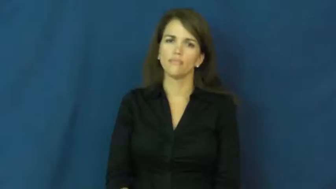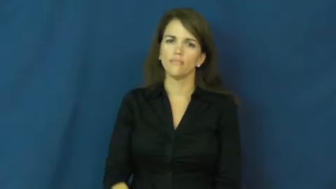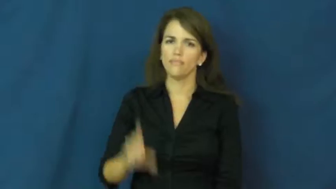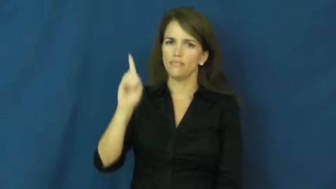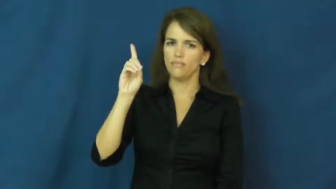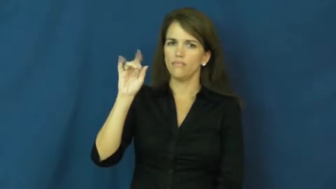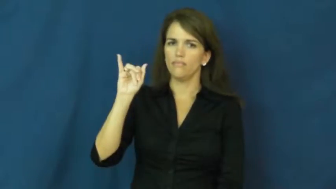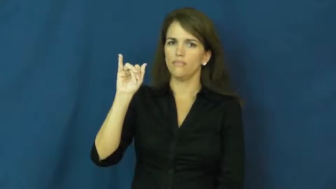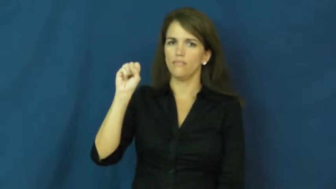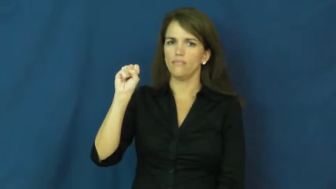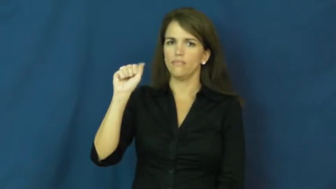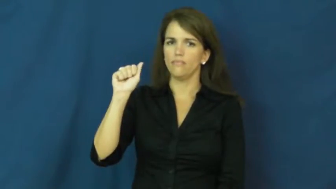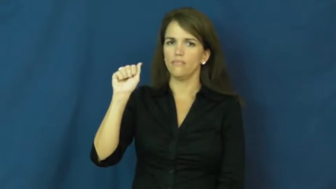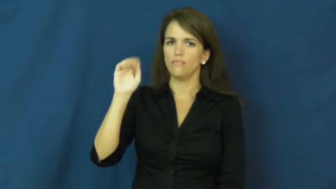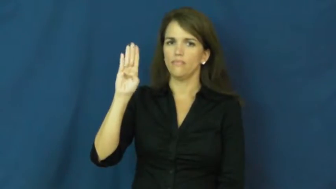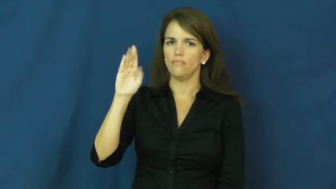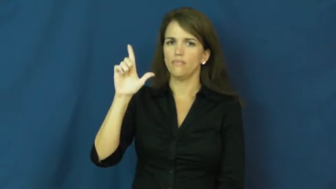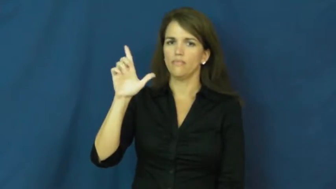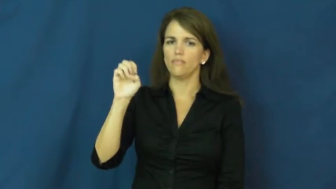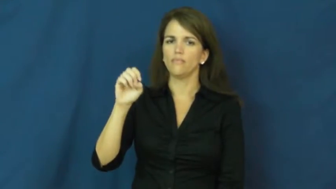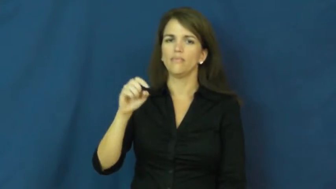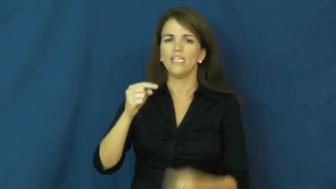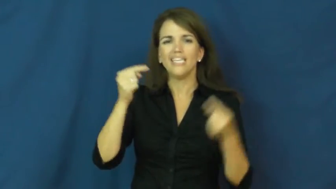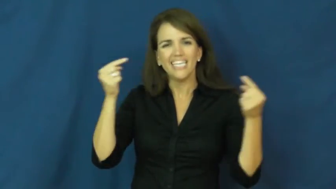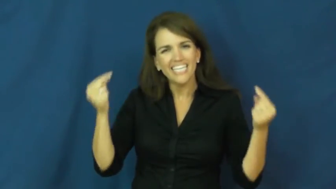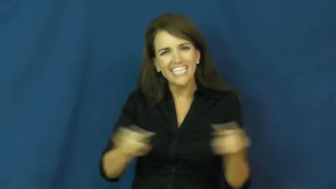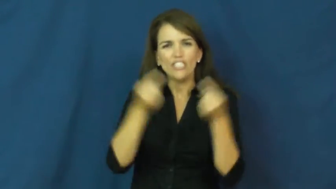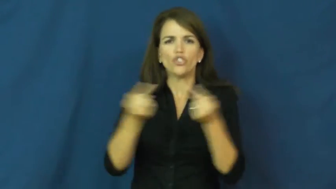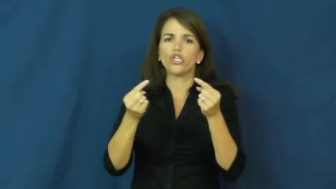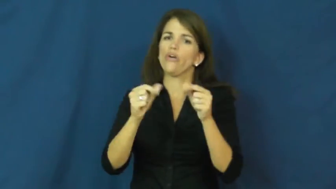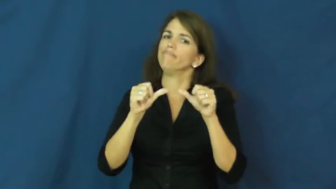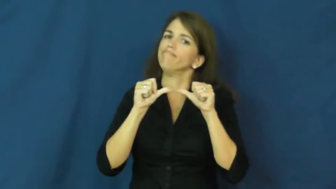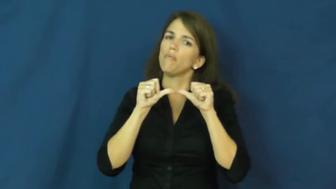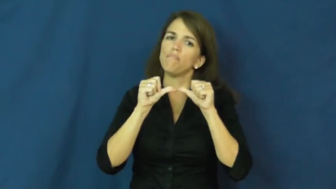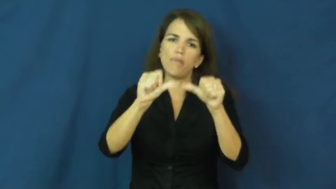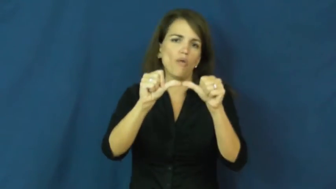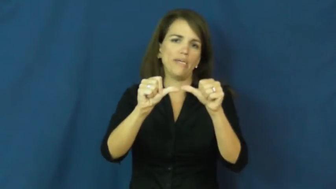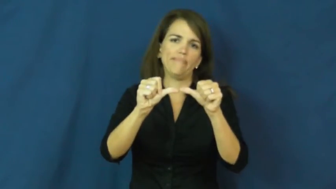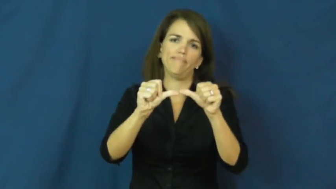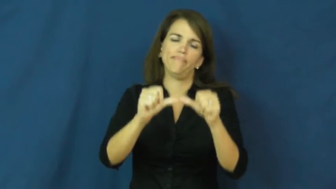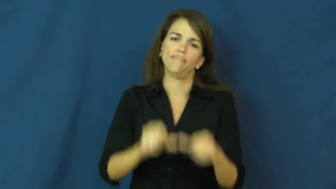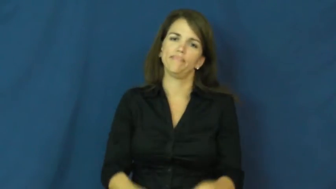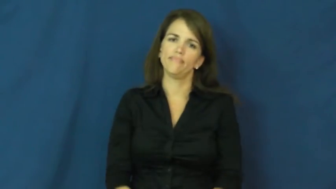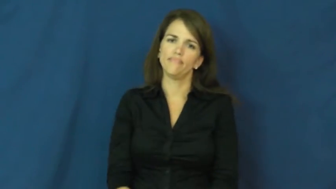disabled